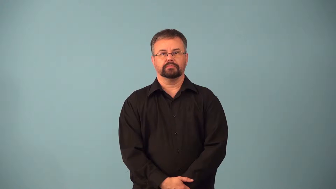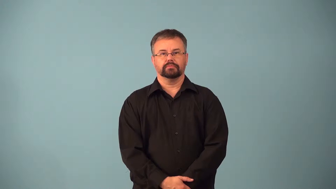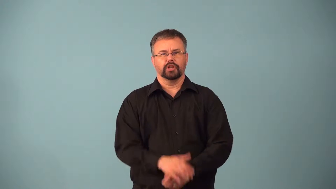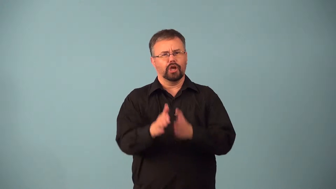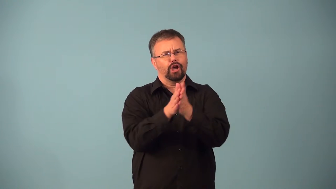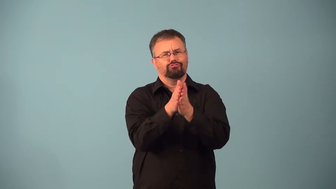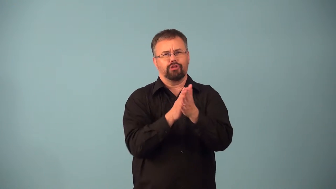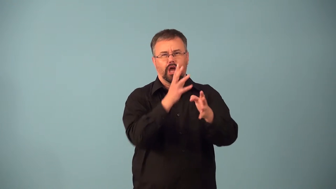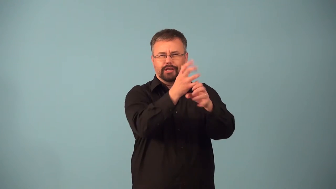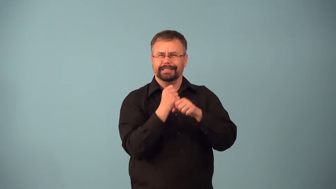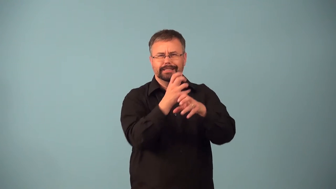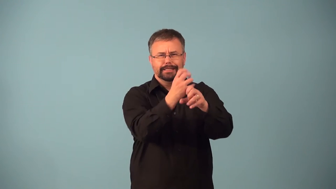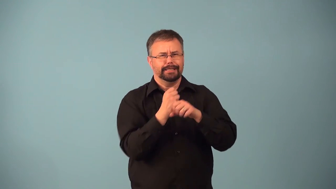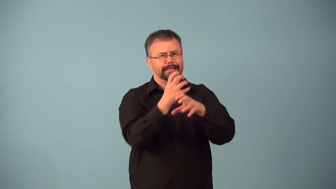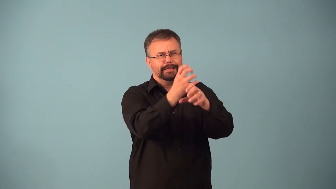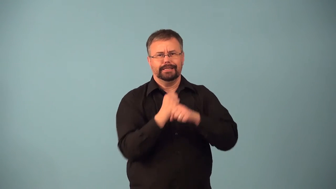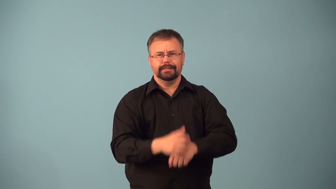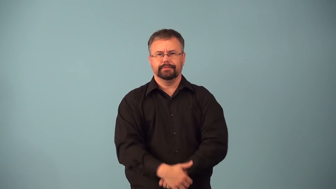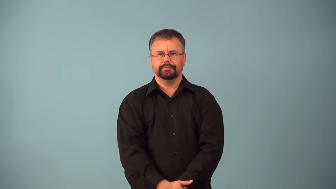acquisitive